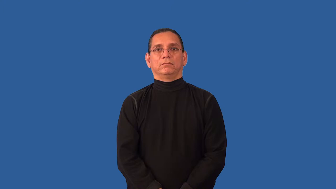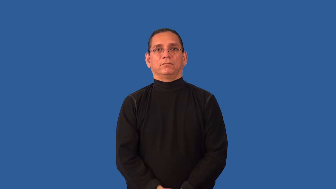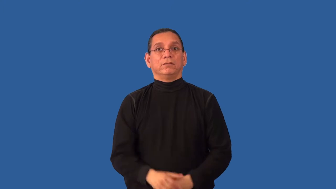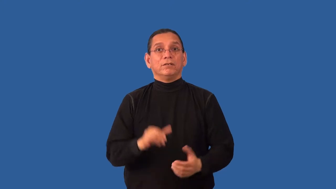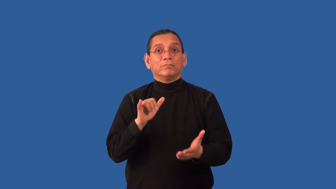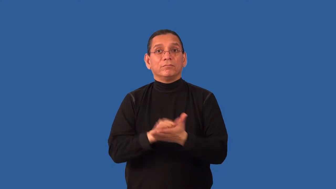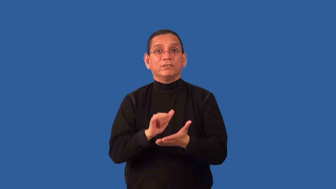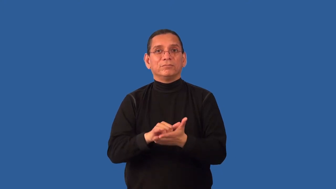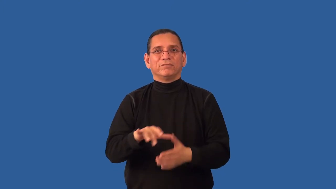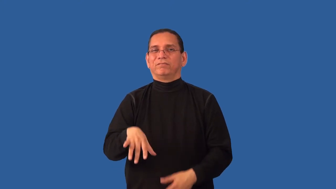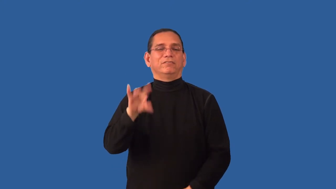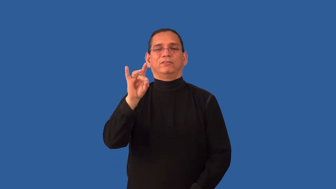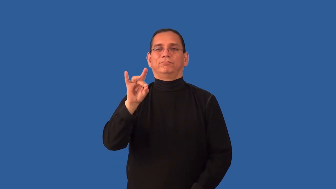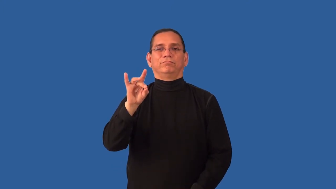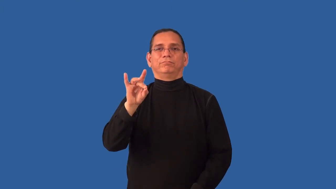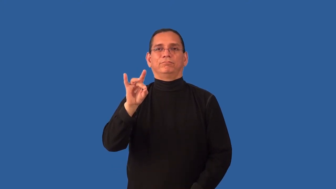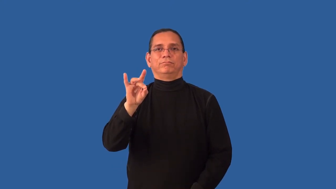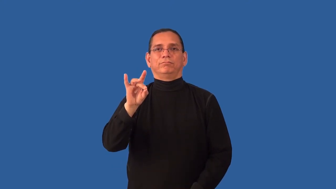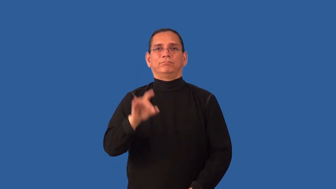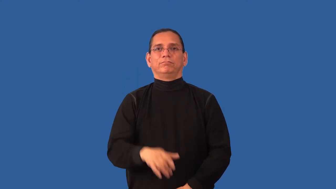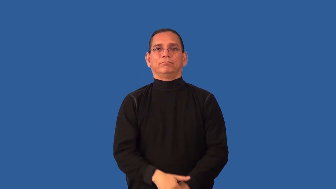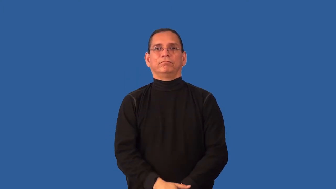irrecoverable,irretrievable-lost